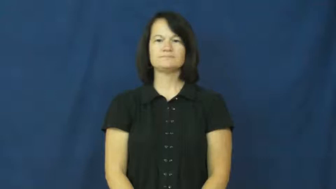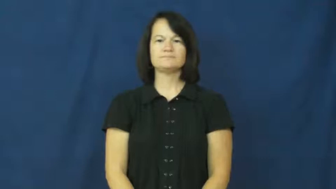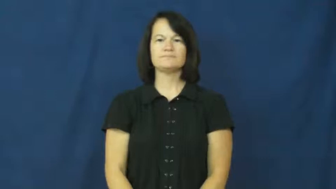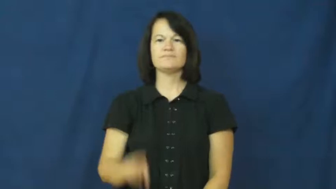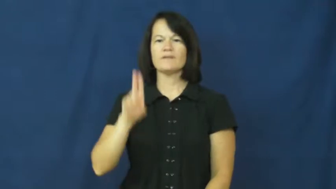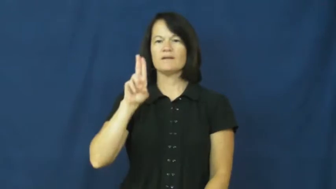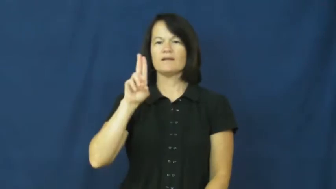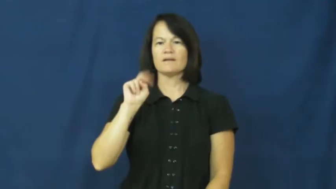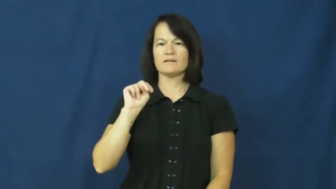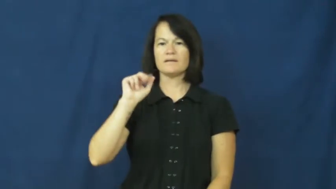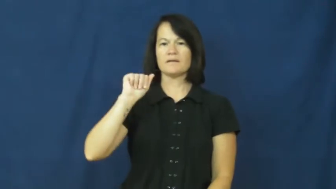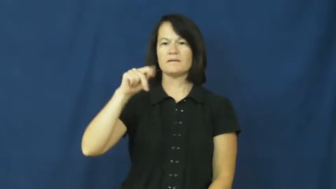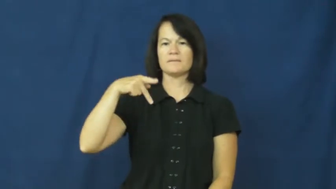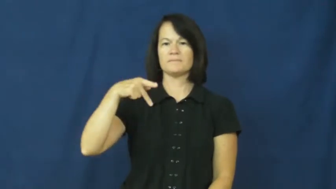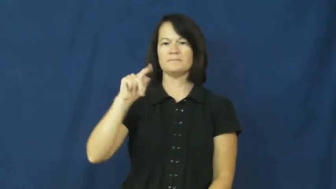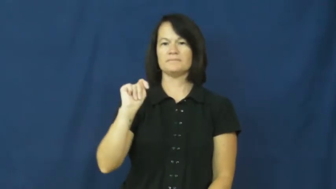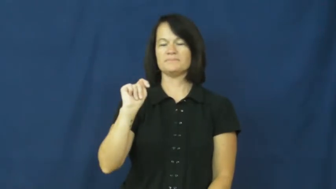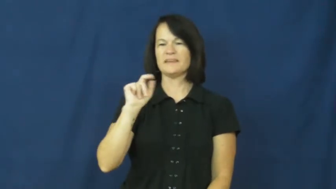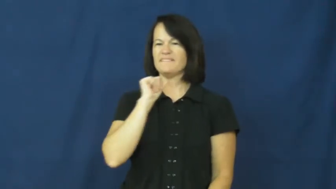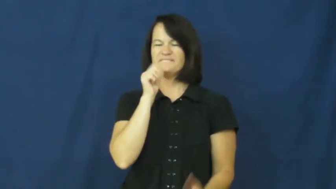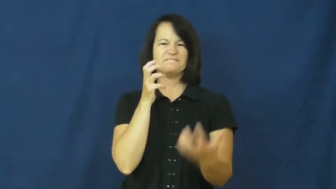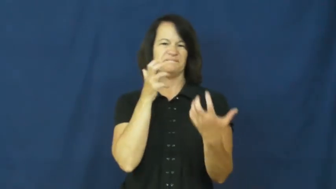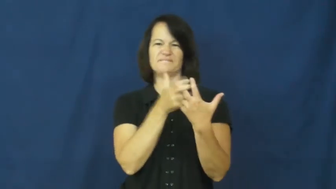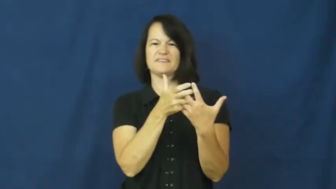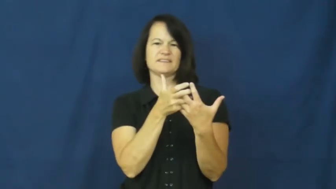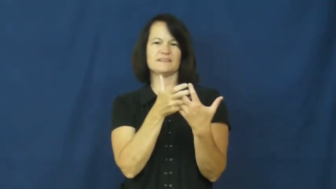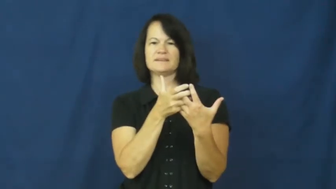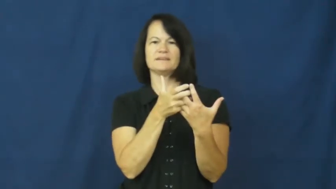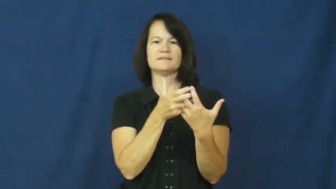unapt-not fit